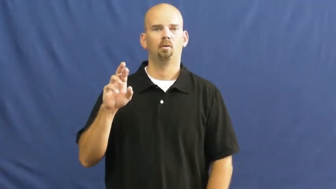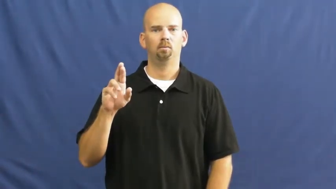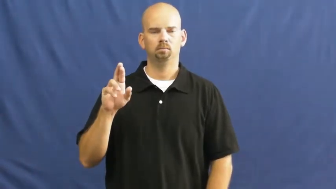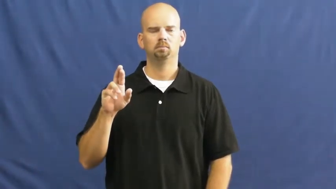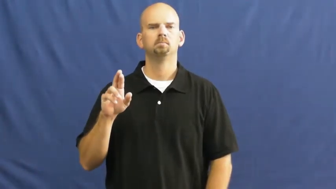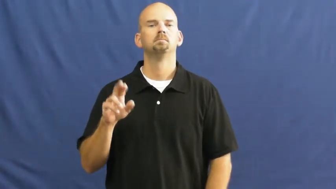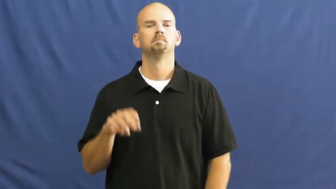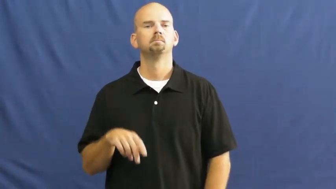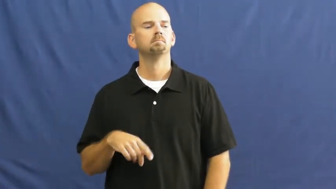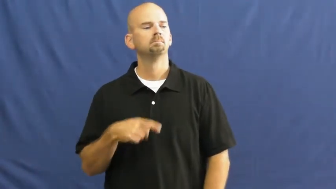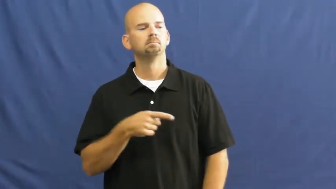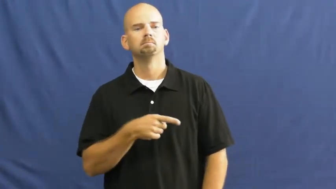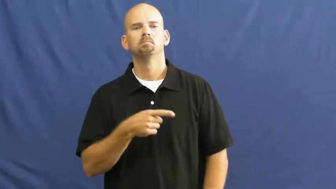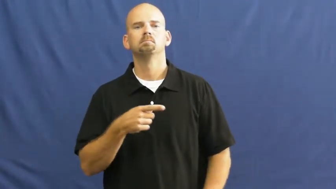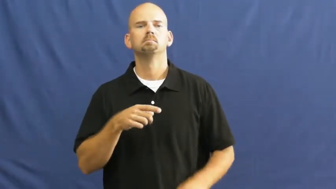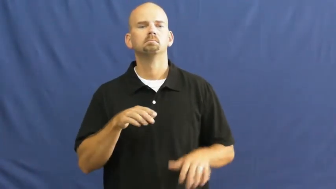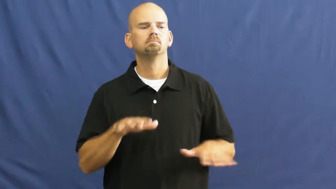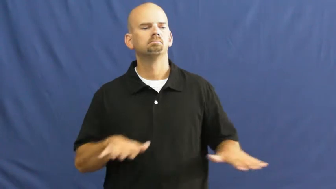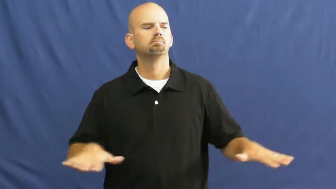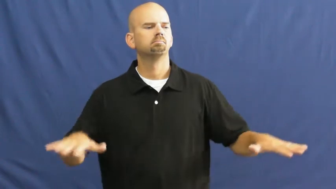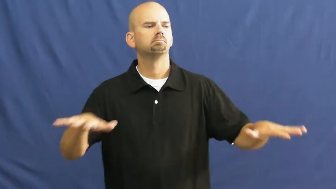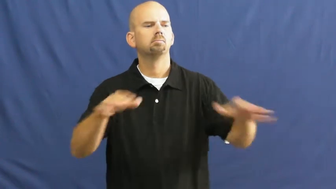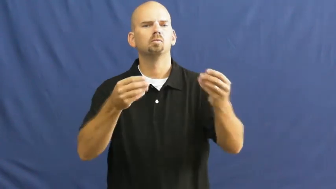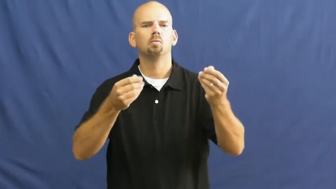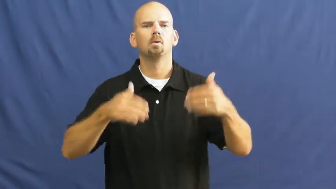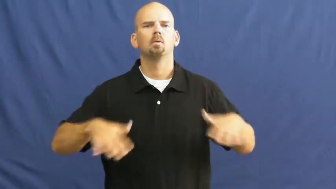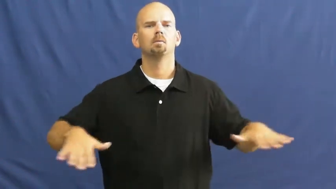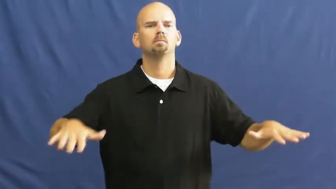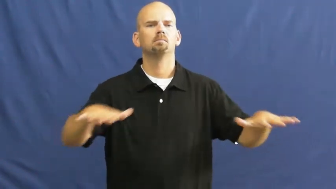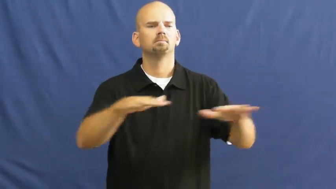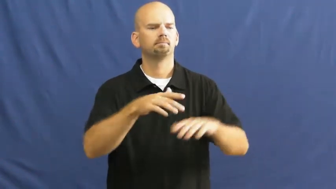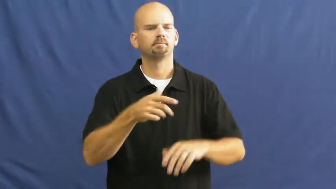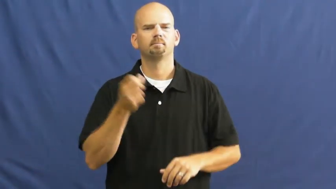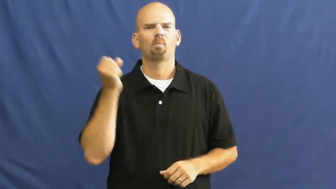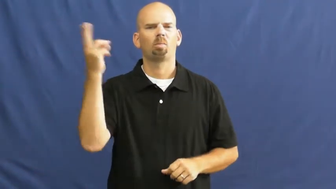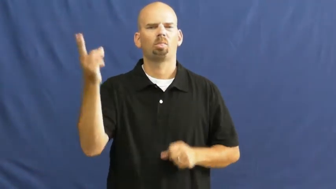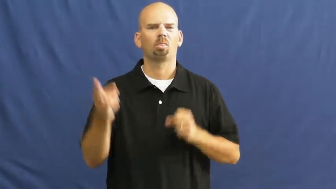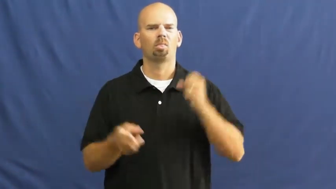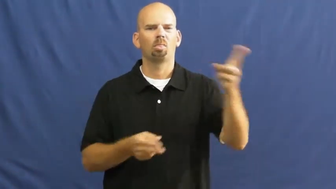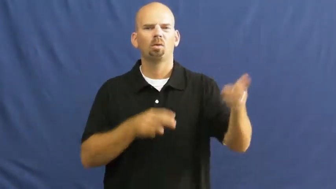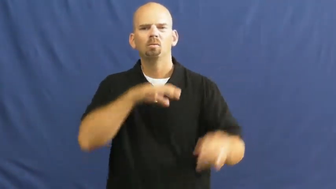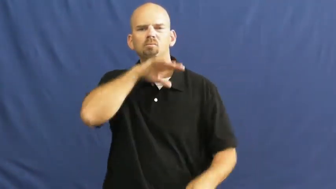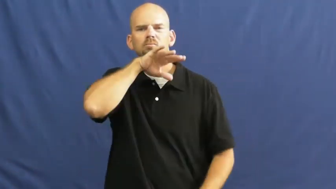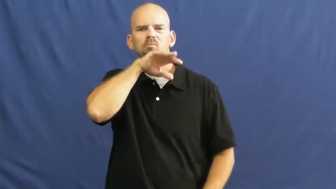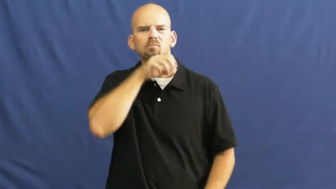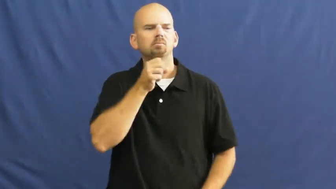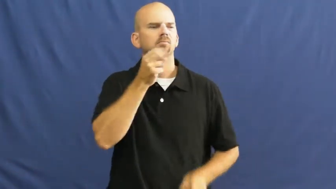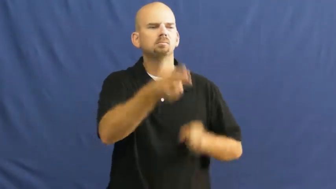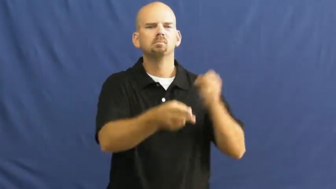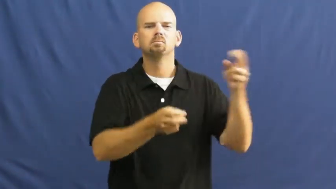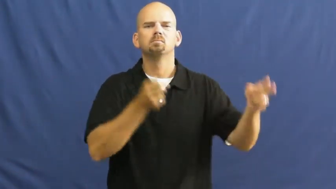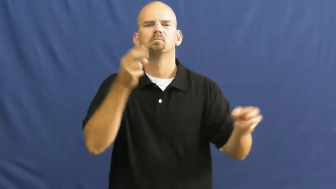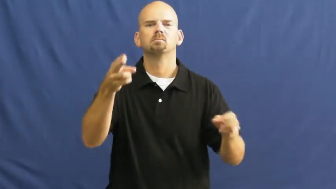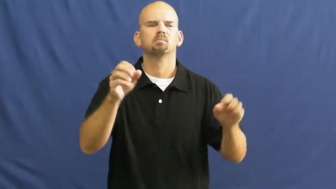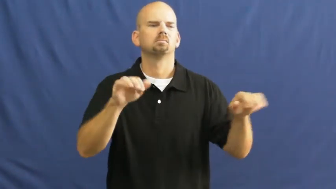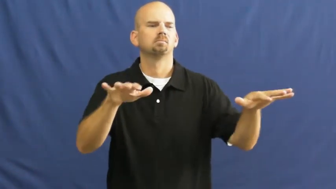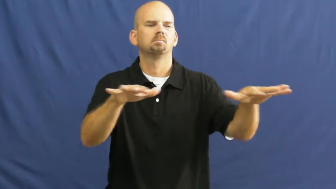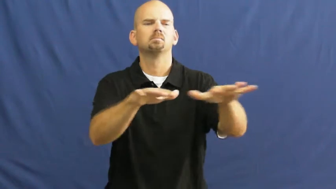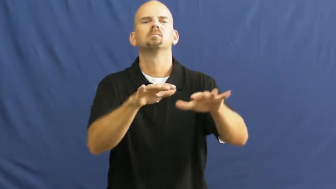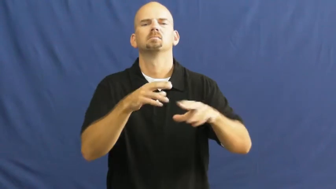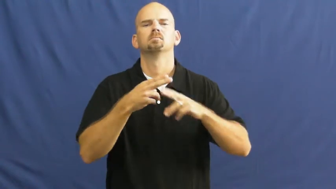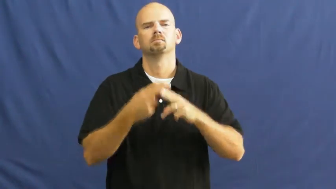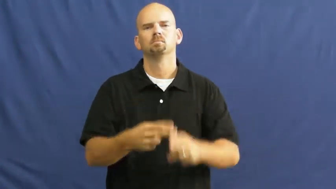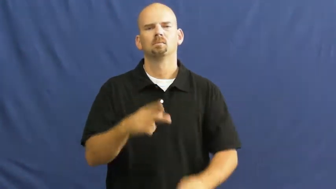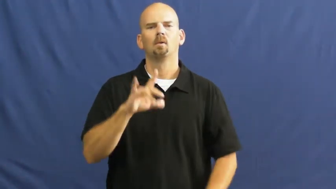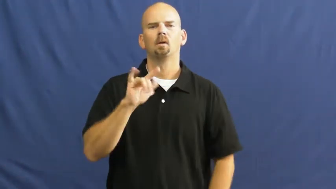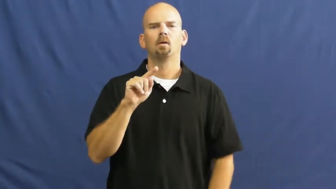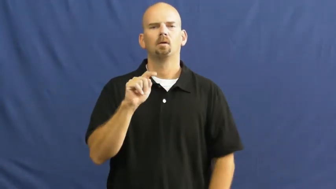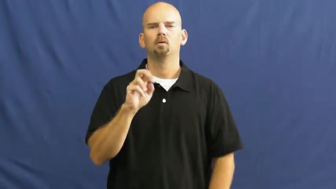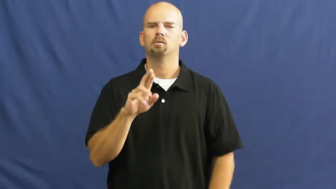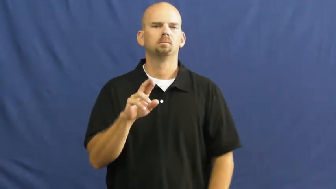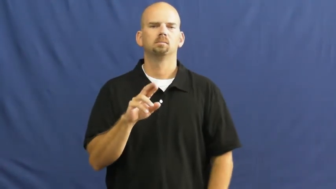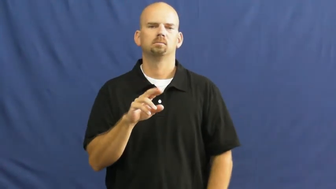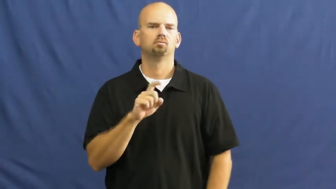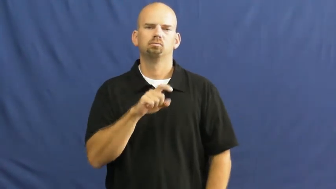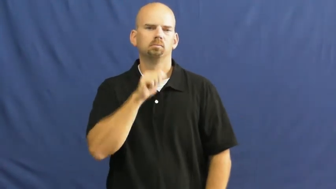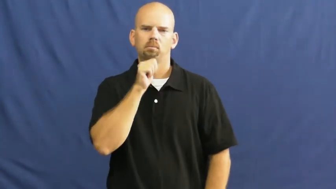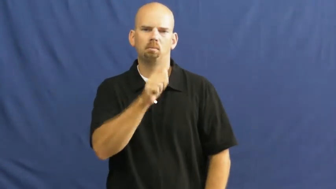litter-verb